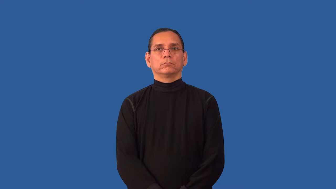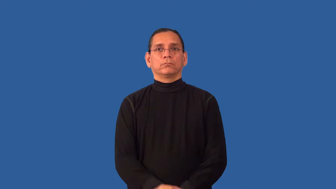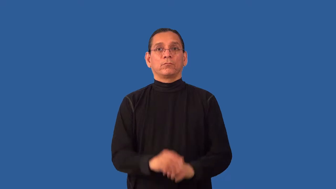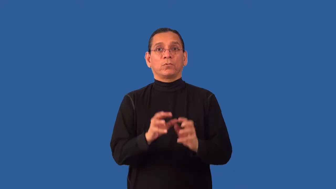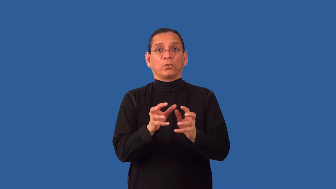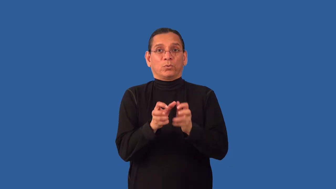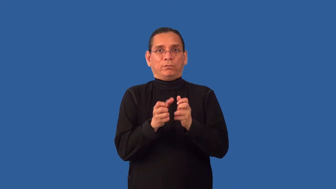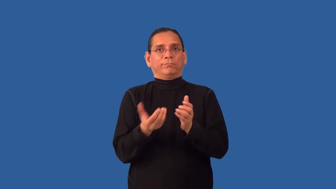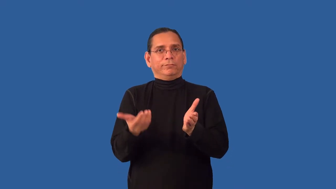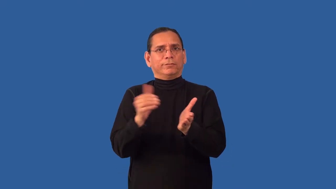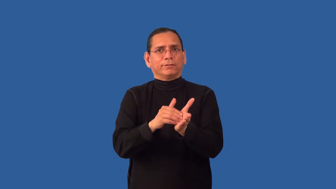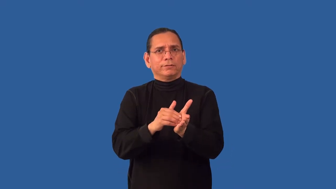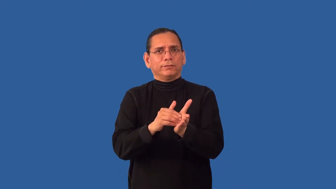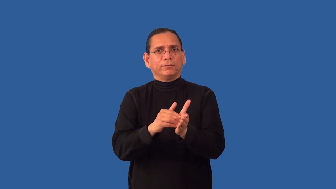recrystallize